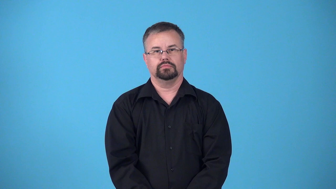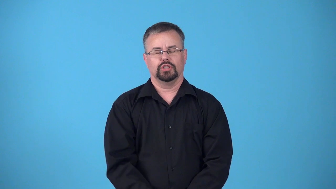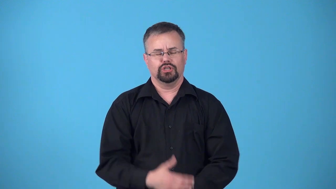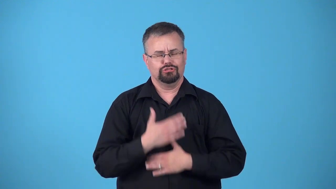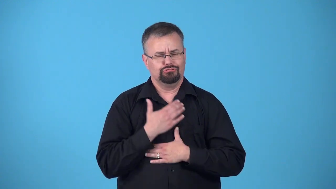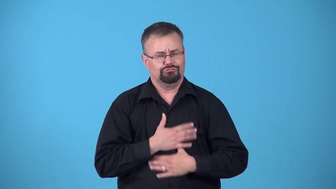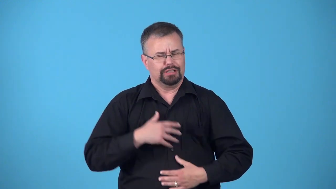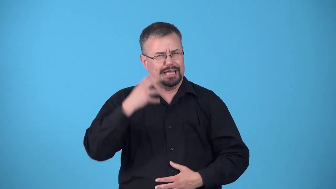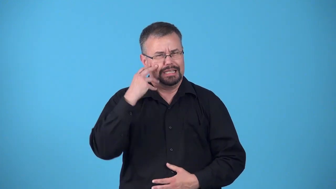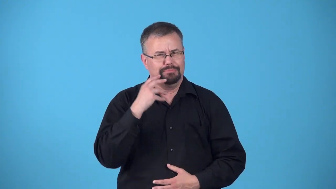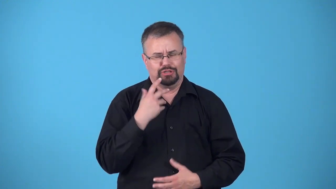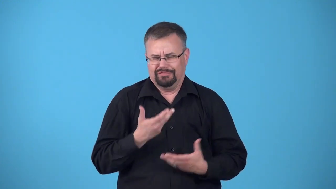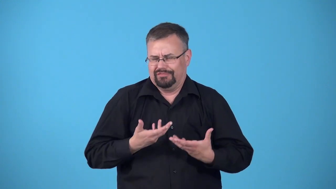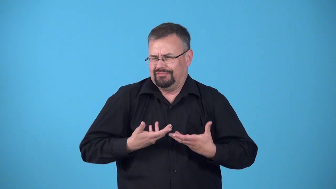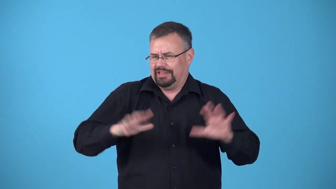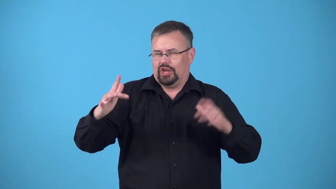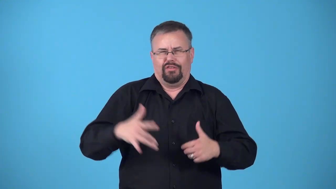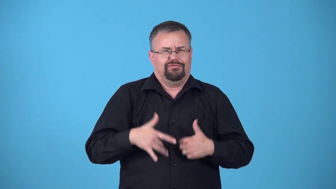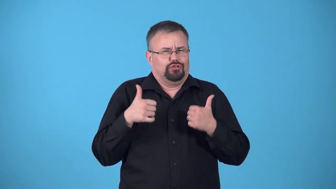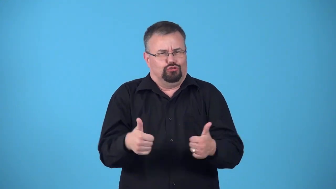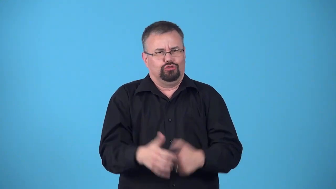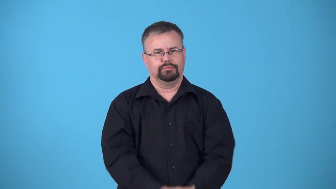afterglow,"in the afterglow"